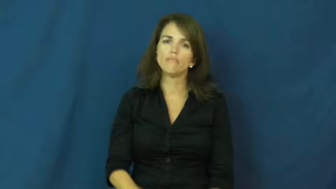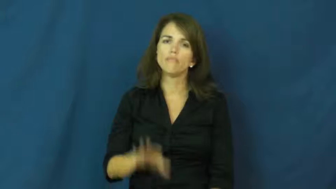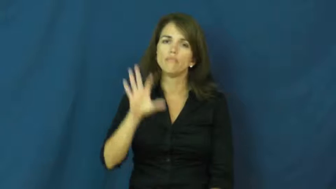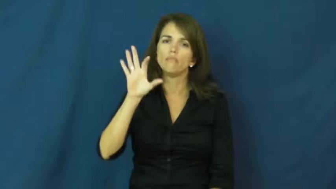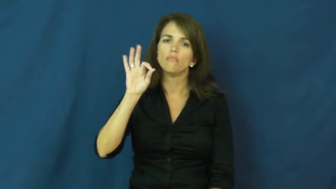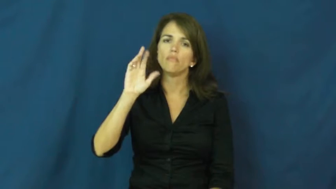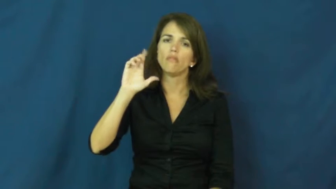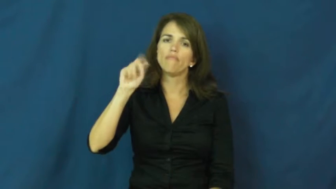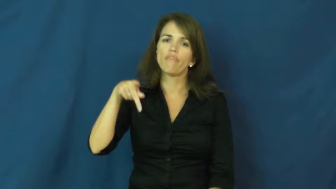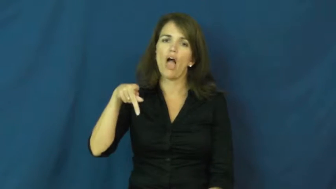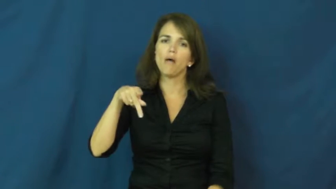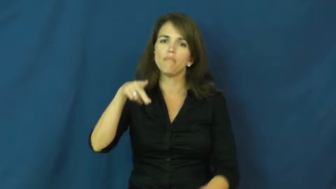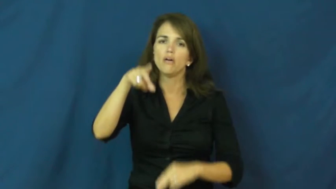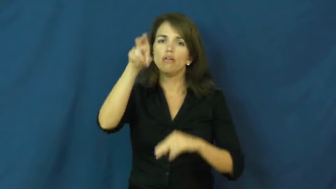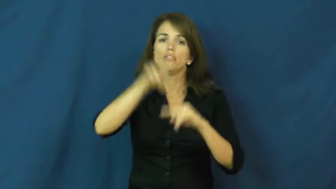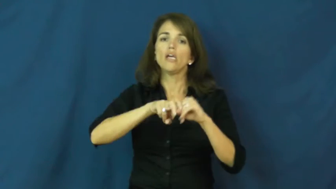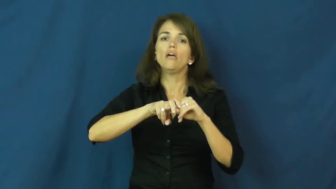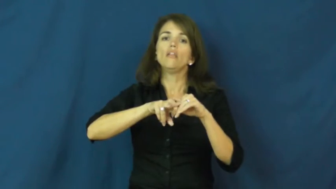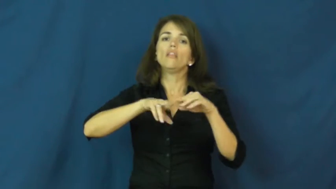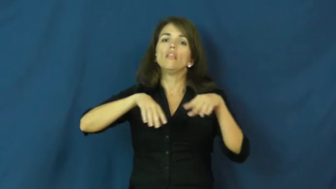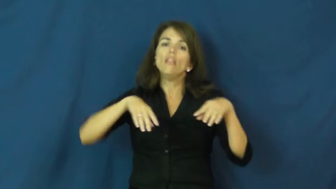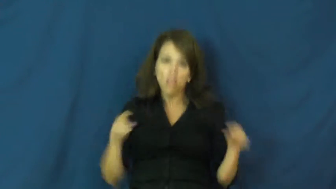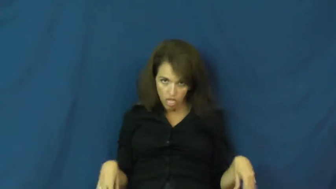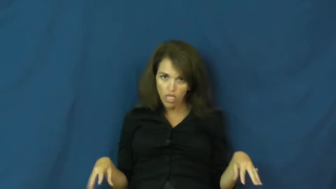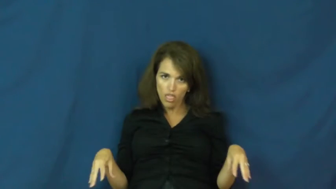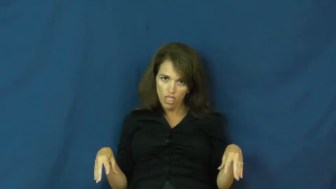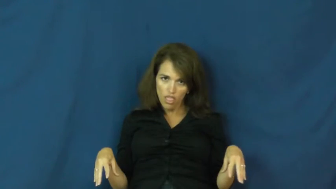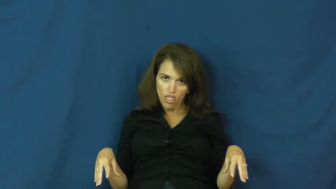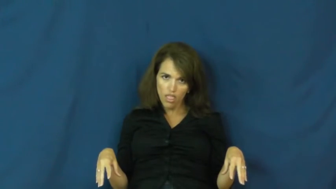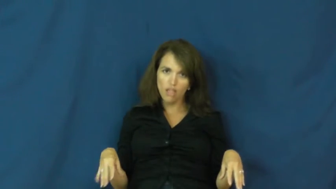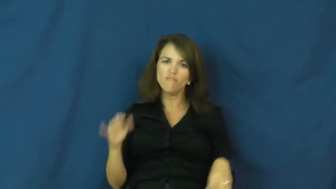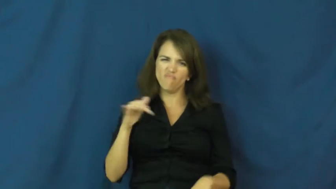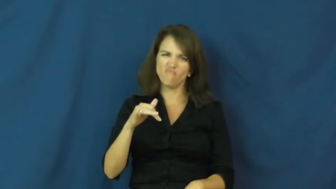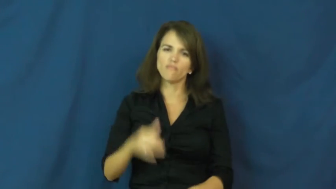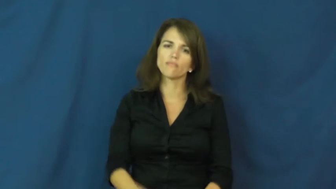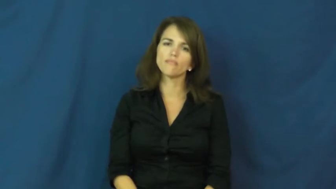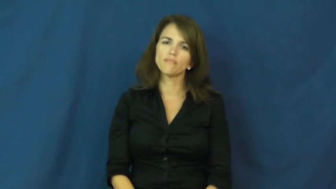flop-fall